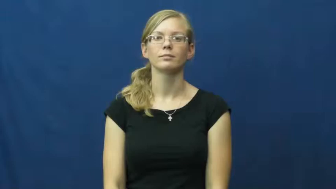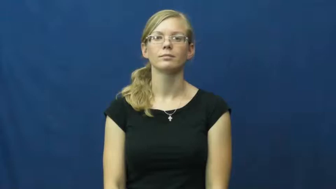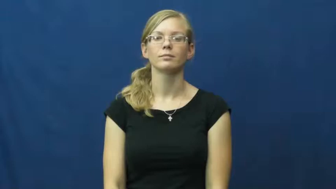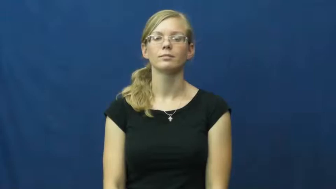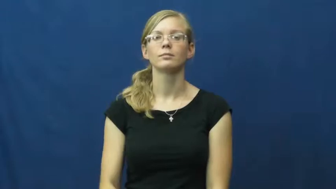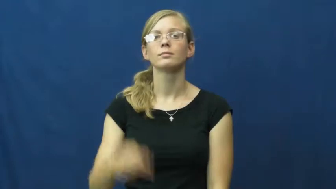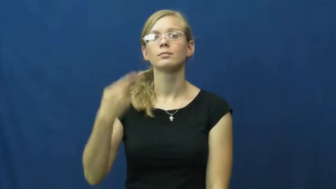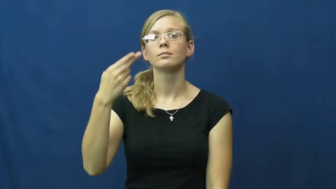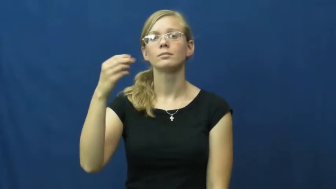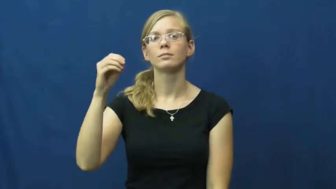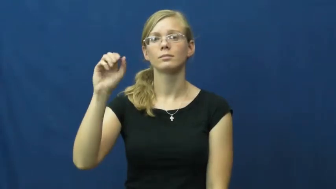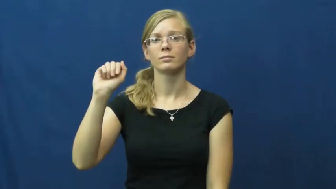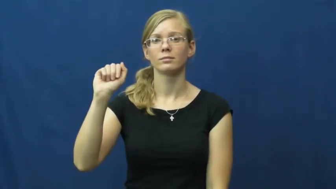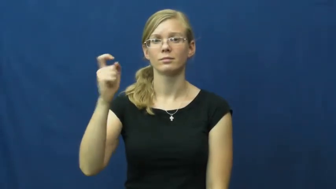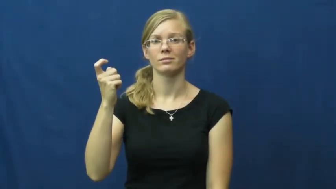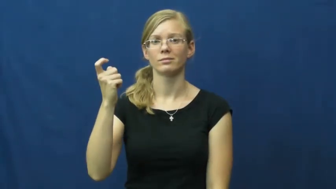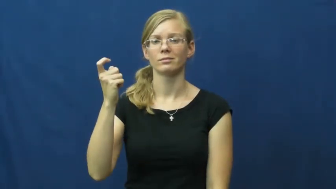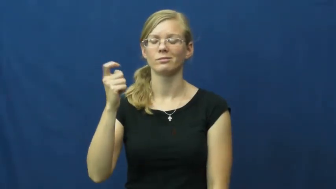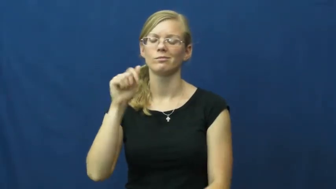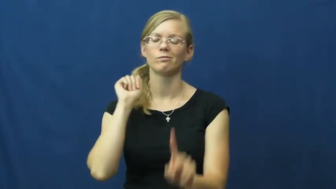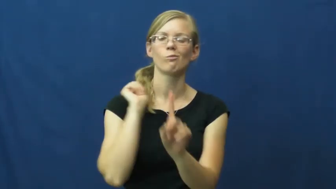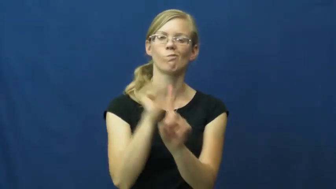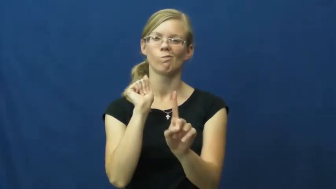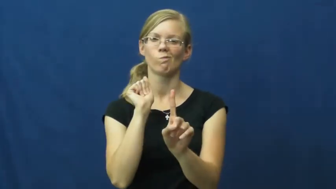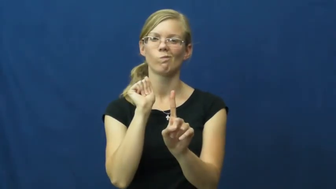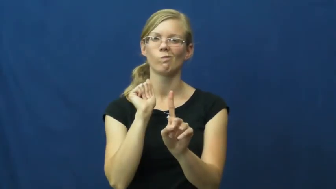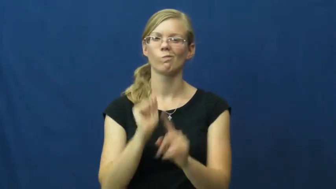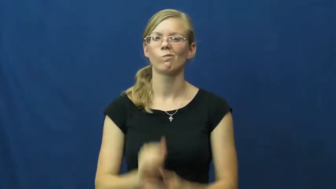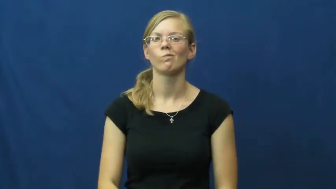hoax